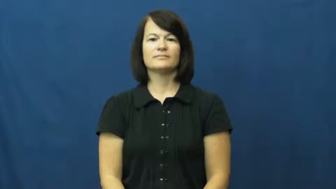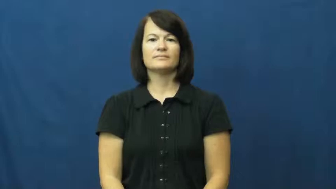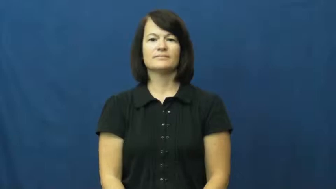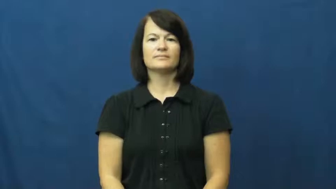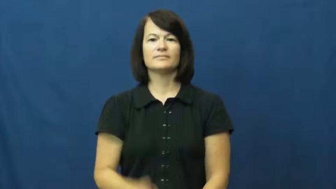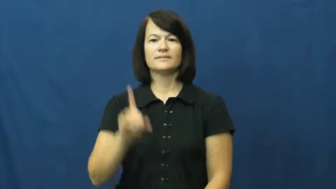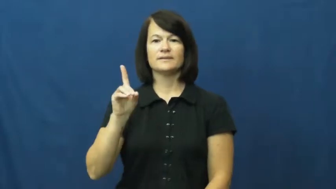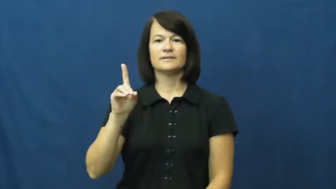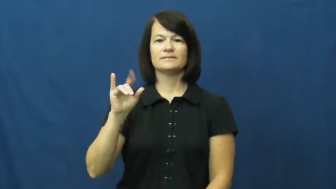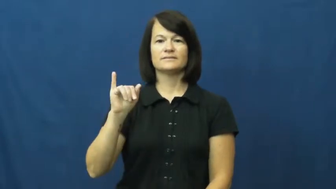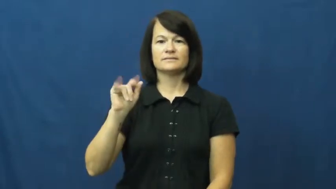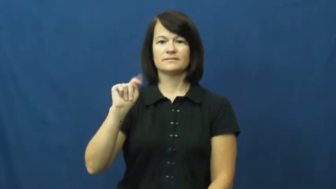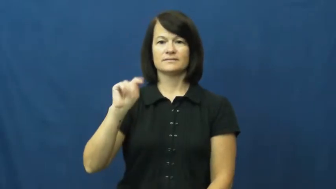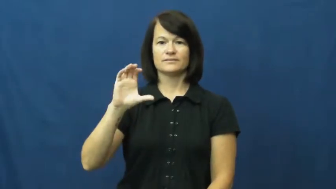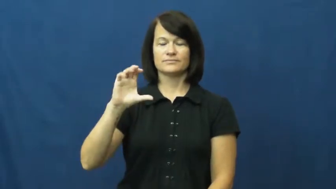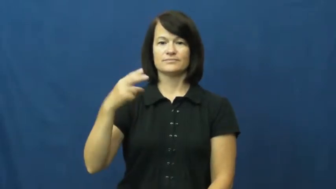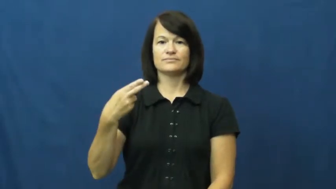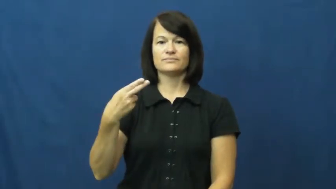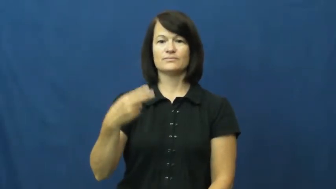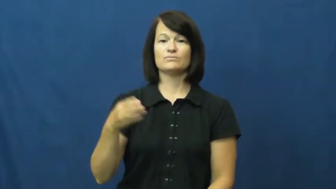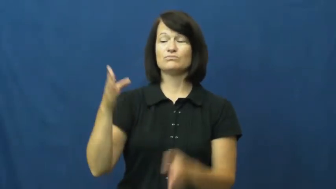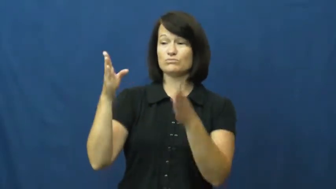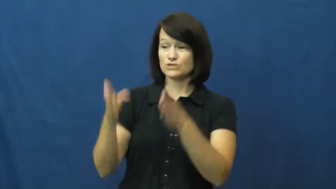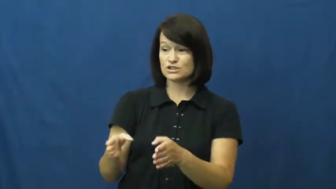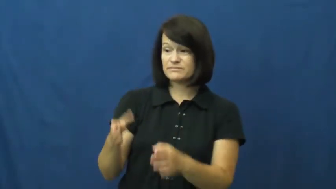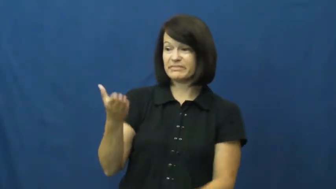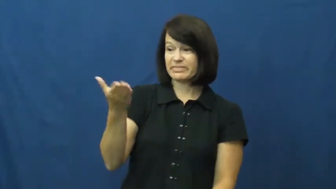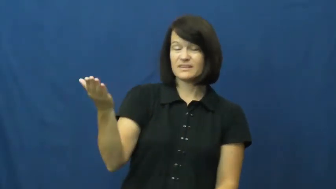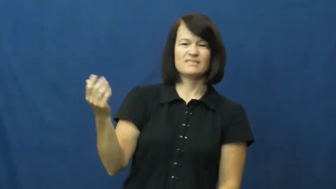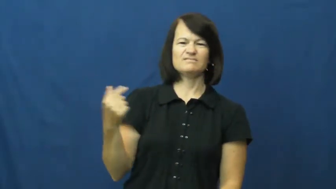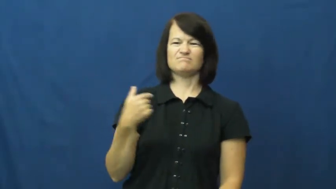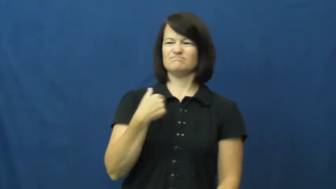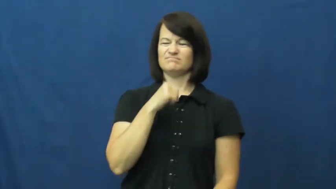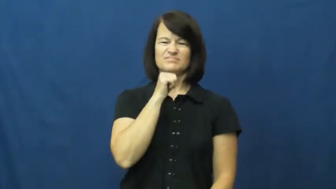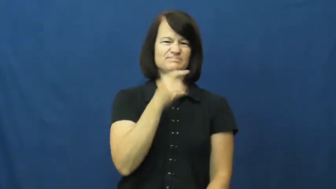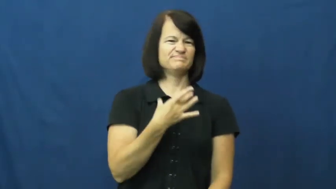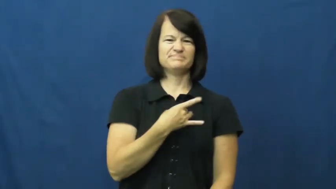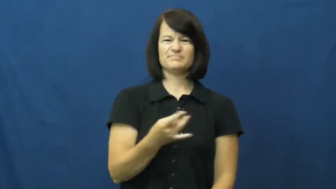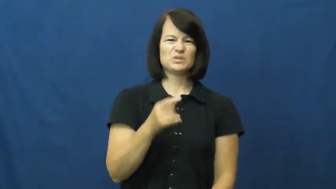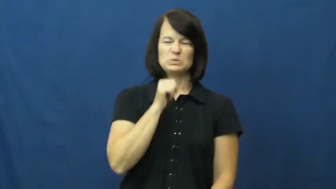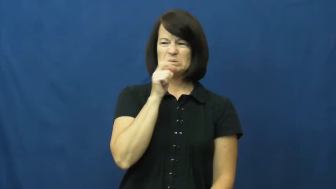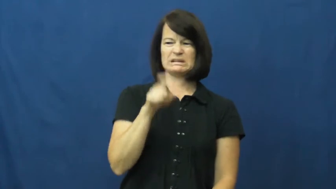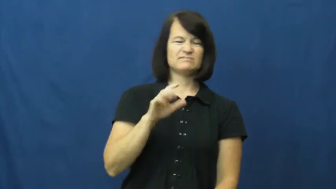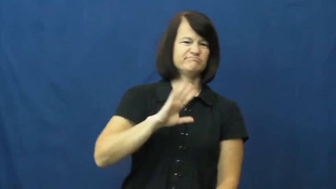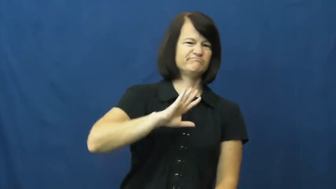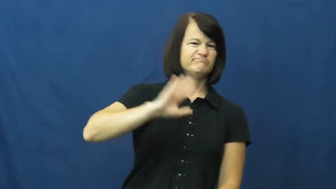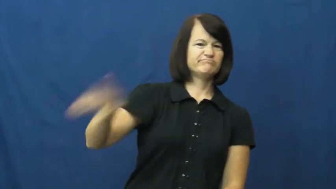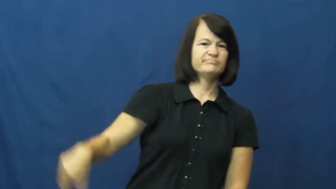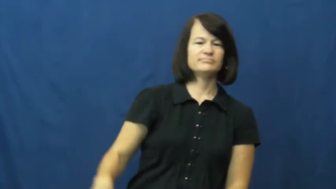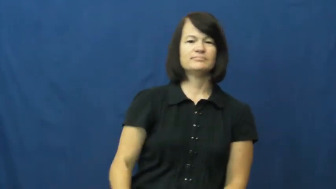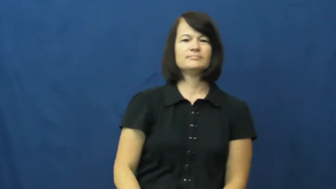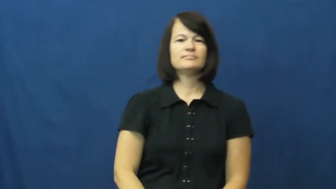ditch-leave